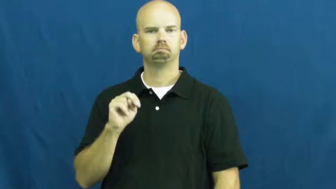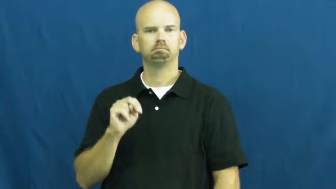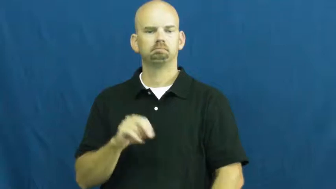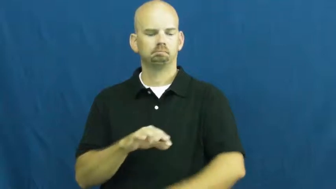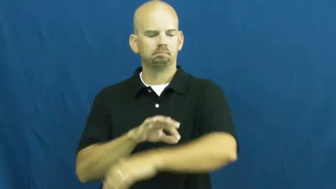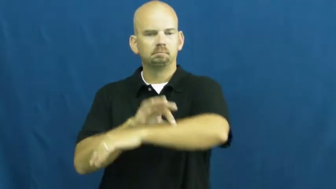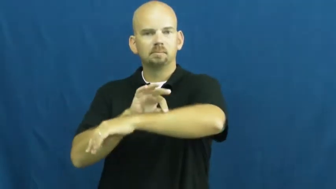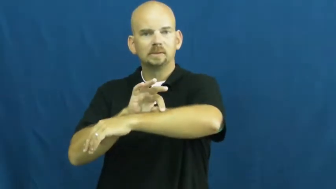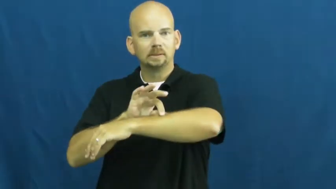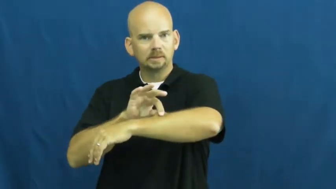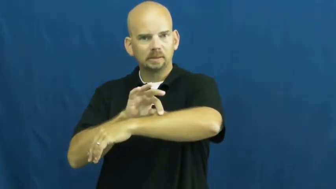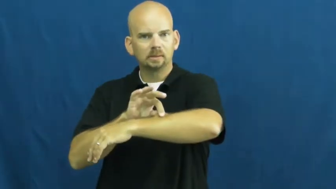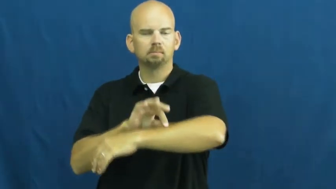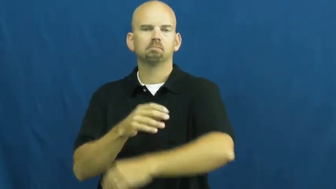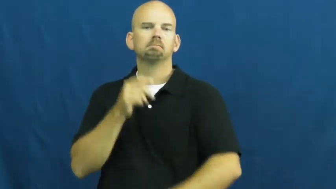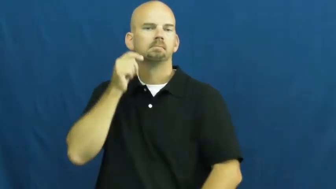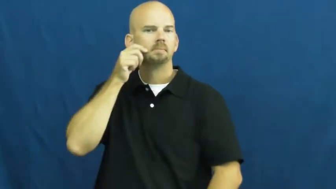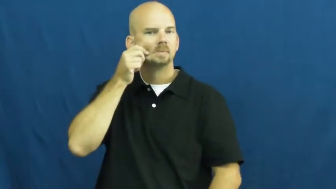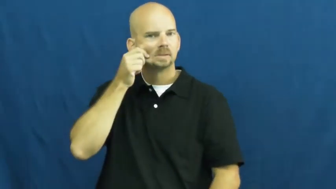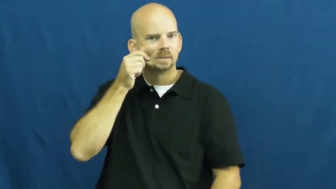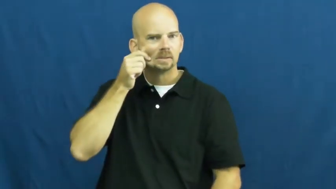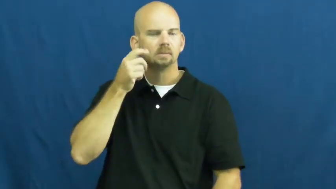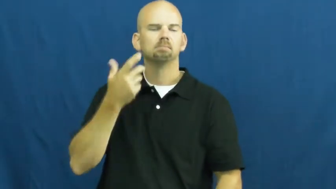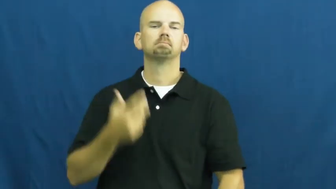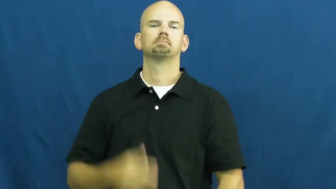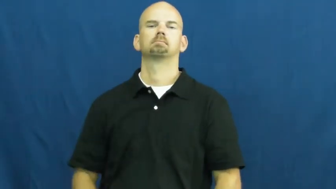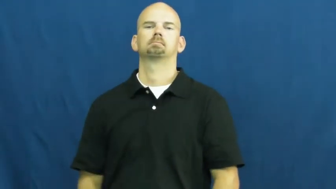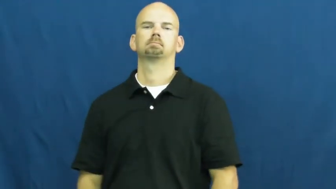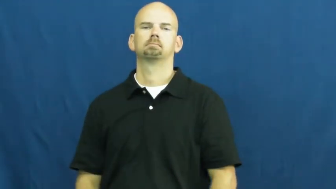skin,epidermis,flesh,cutaneous